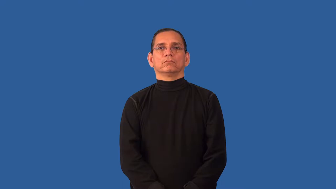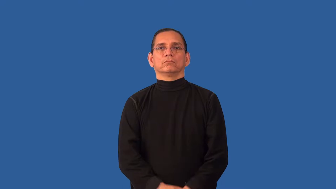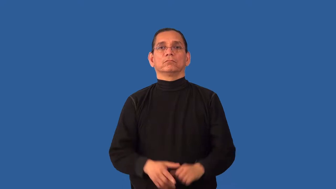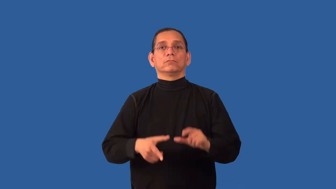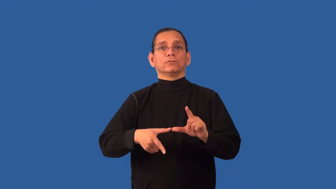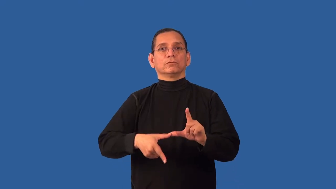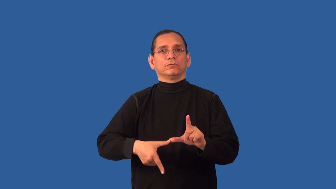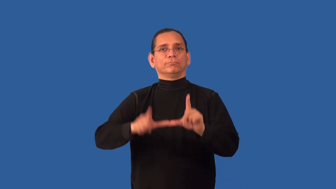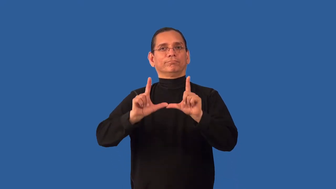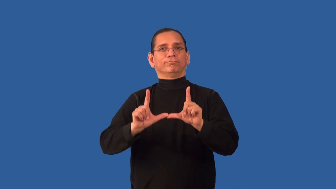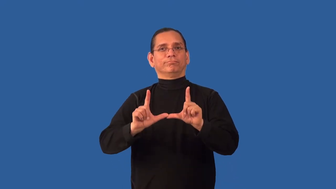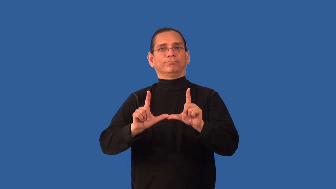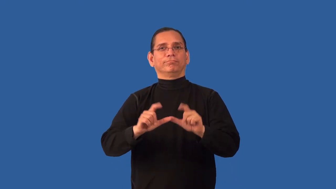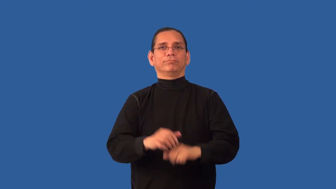renew-license